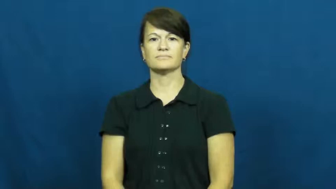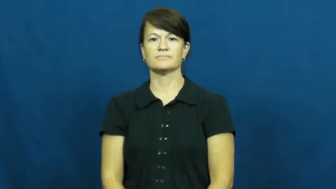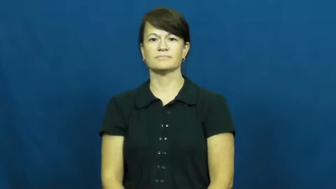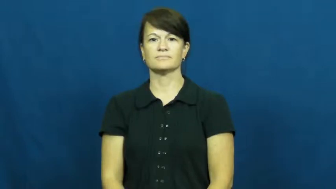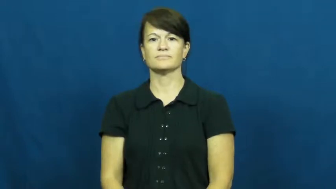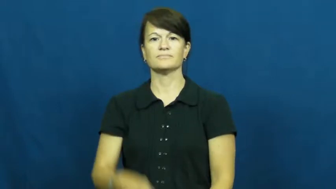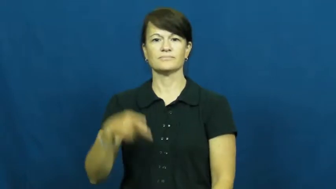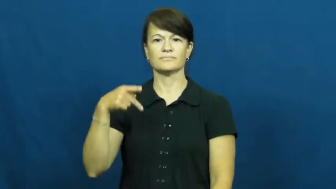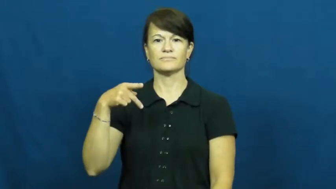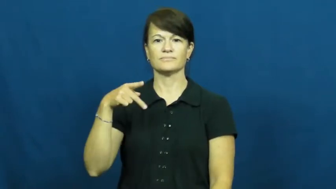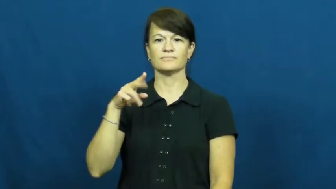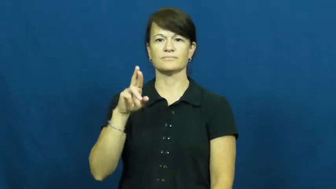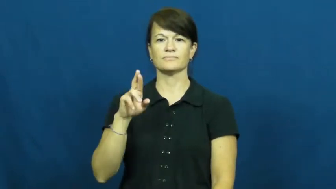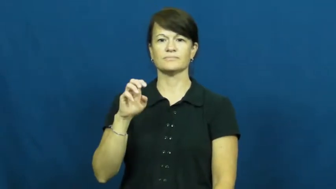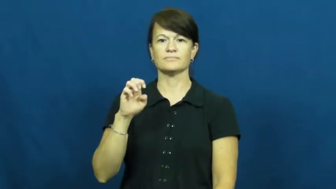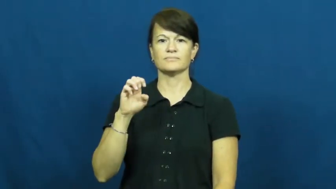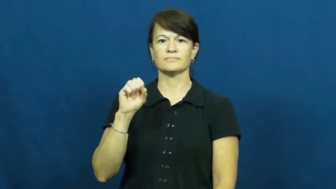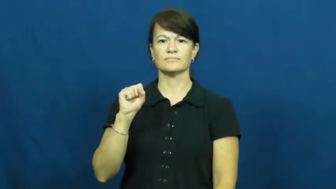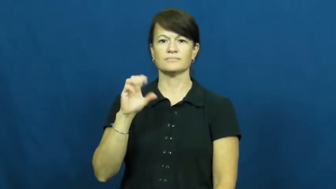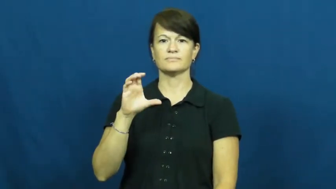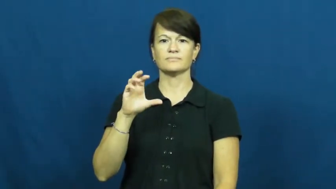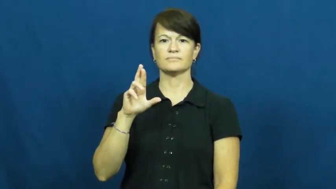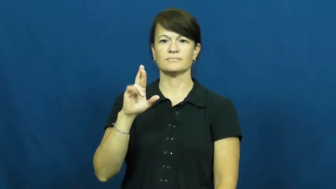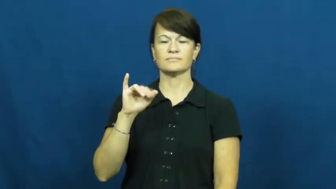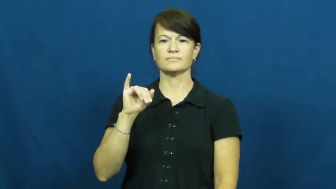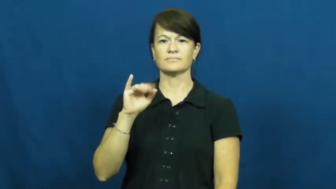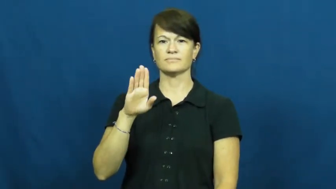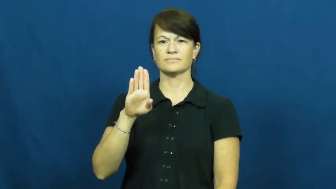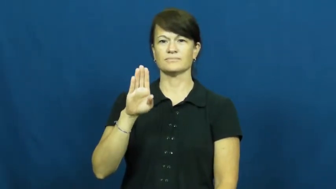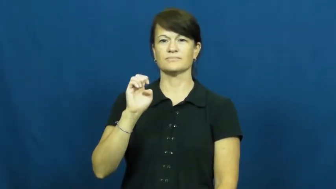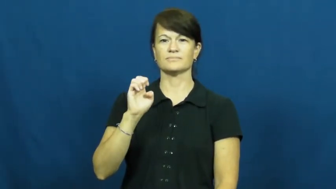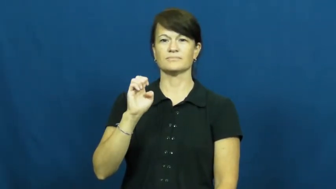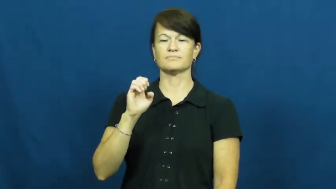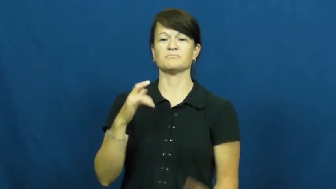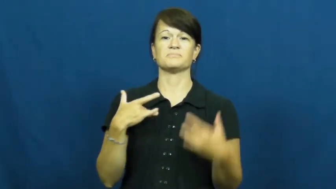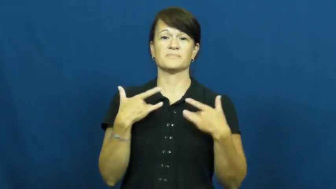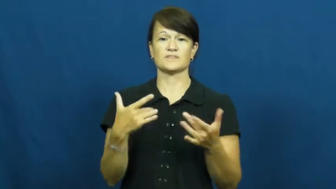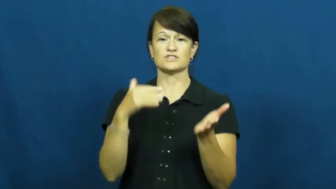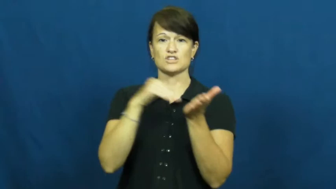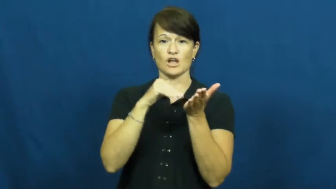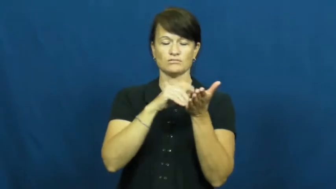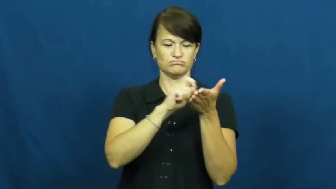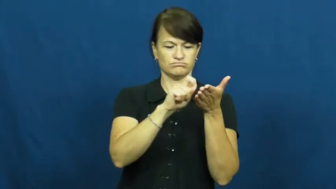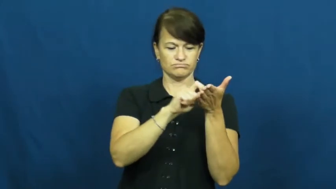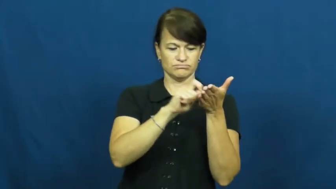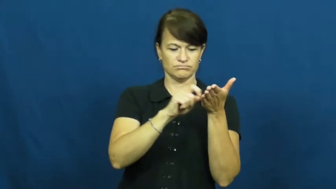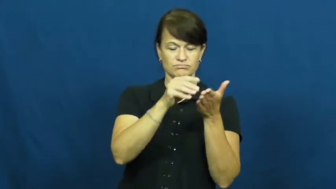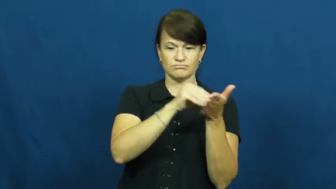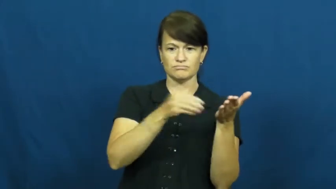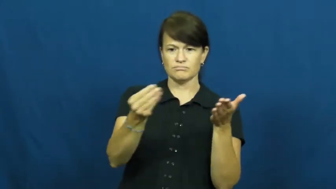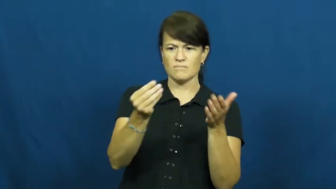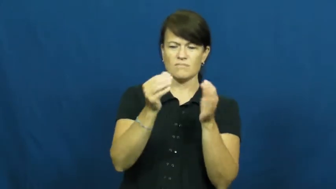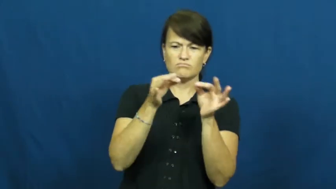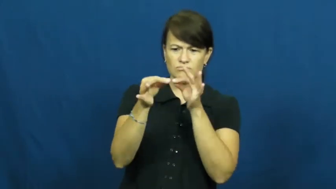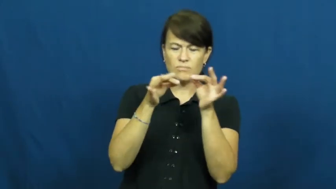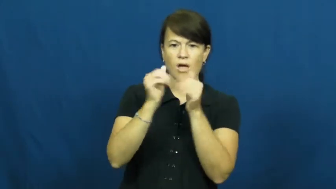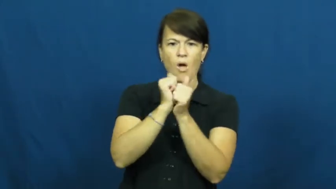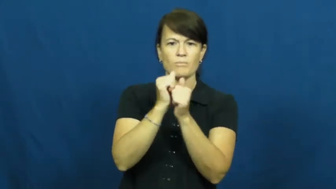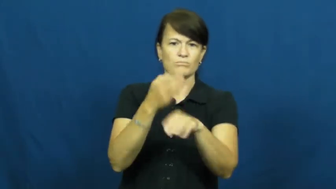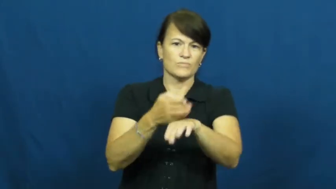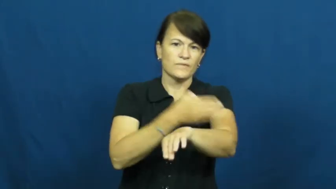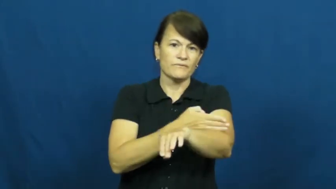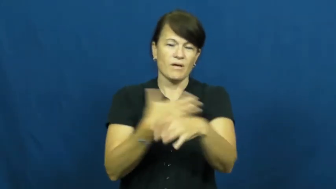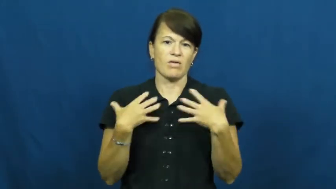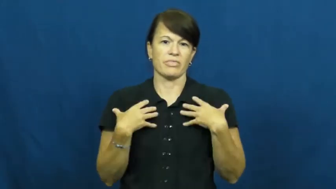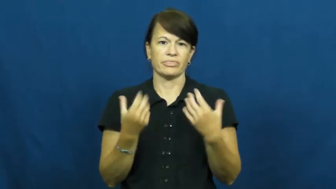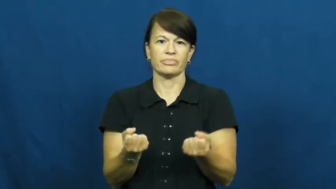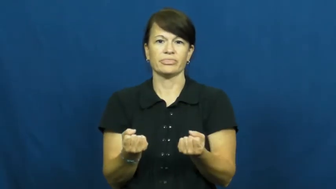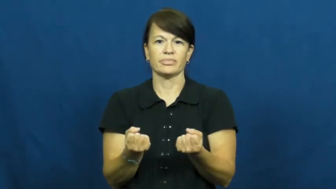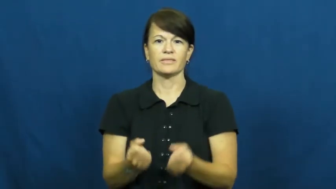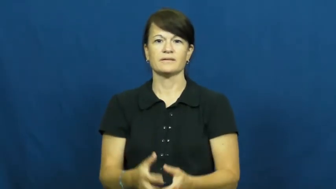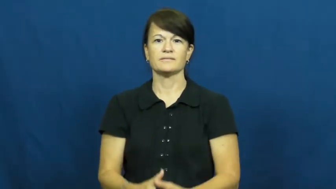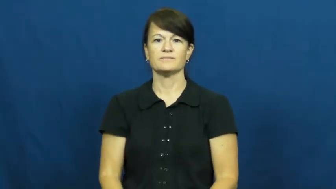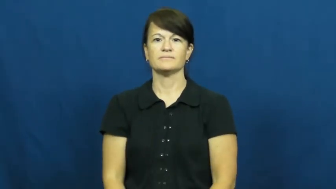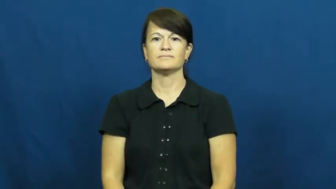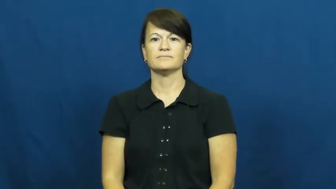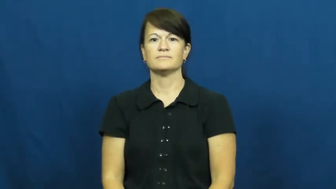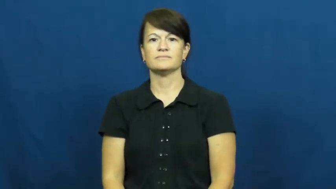prescribe